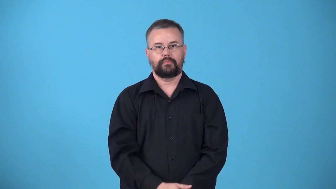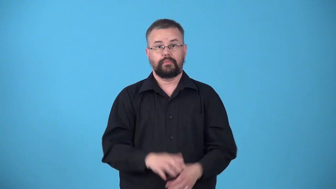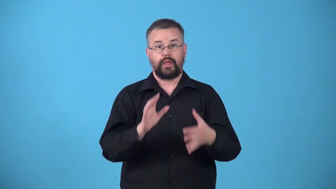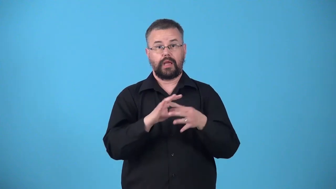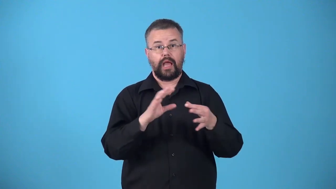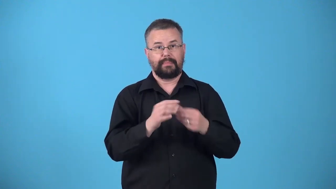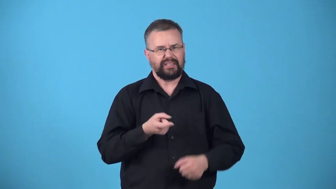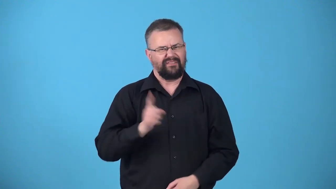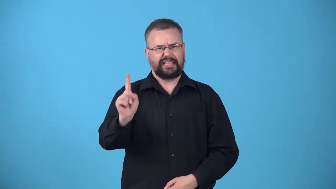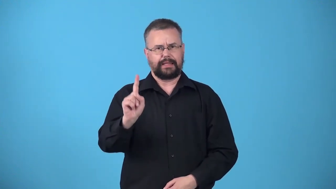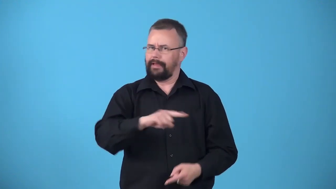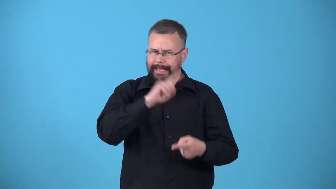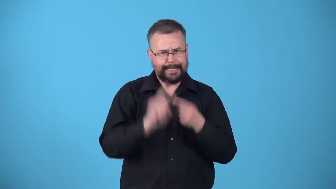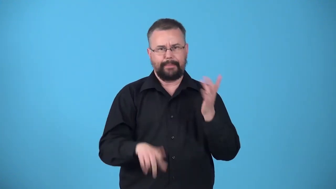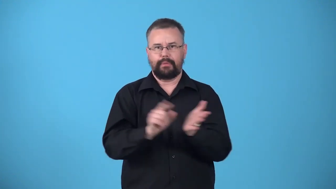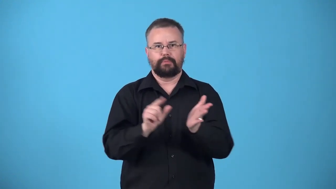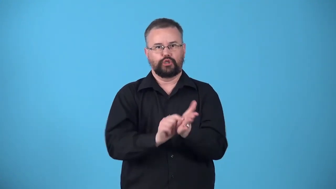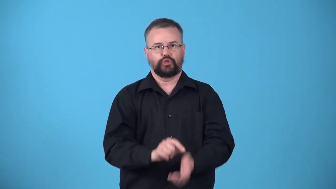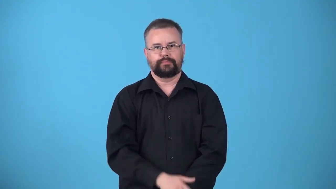unprintable